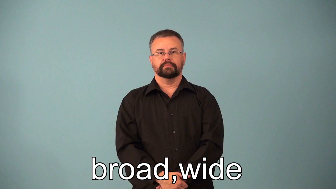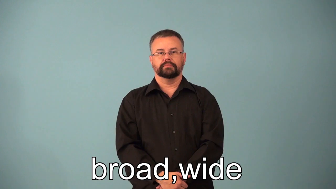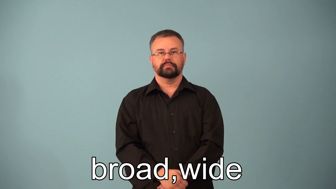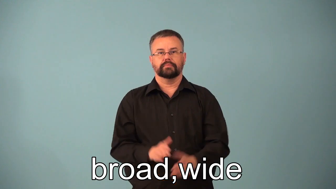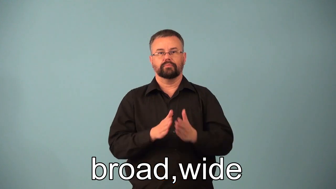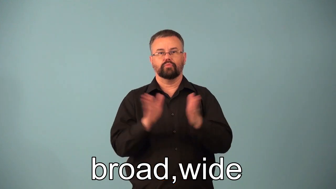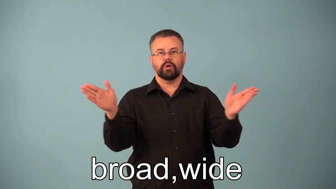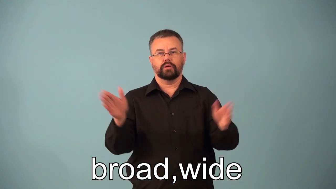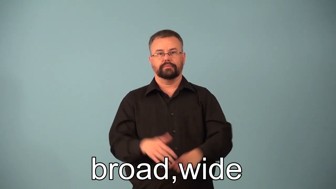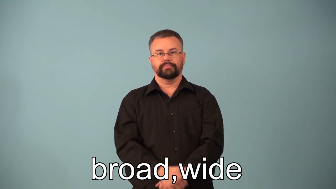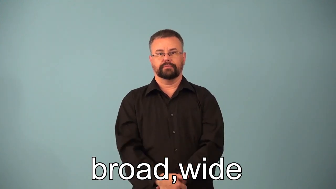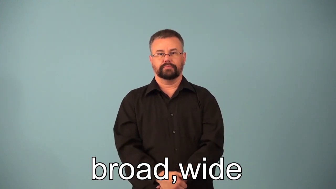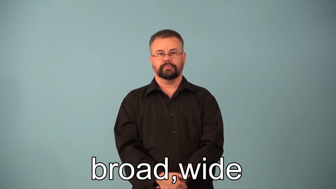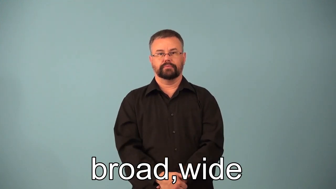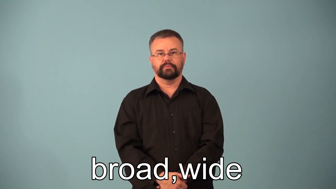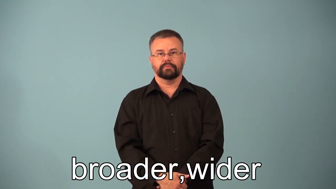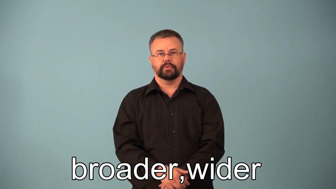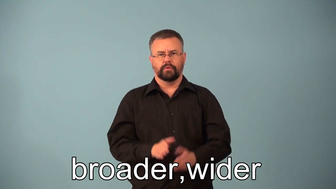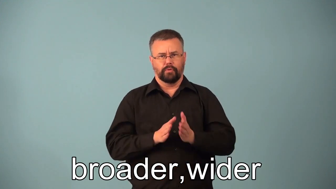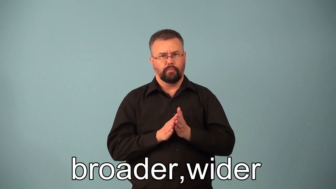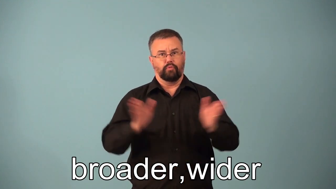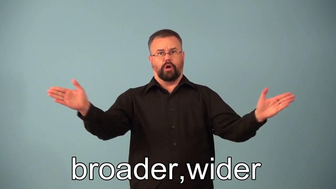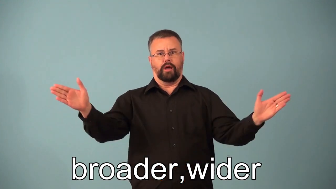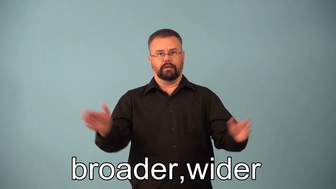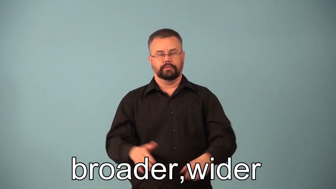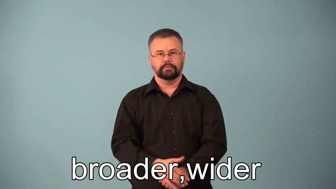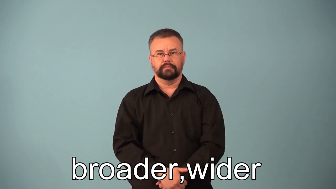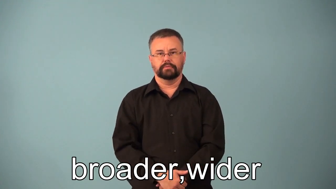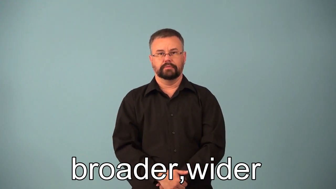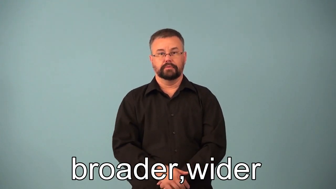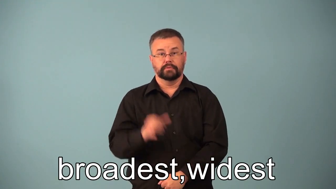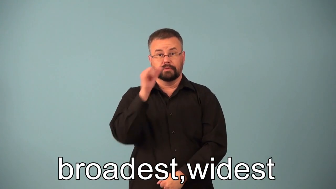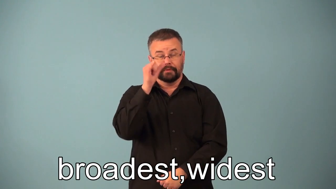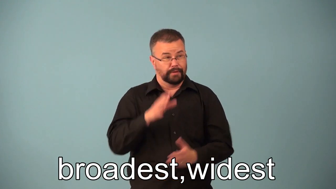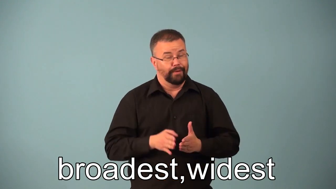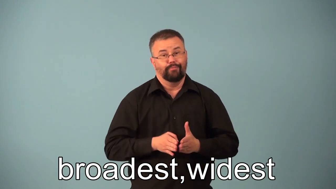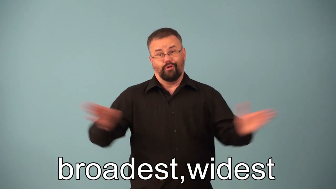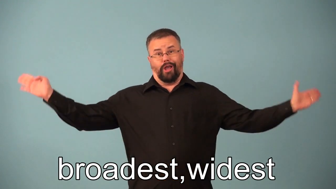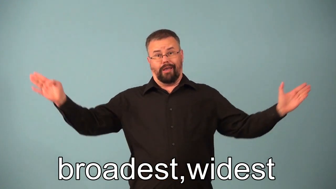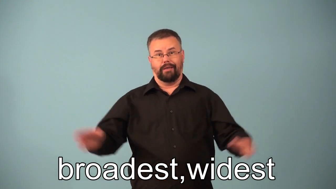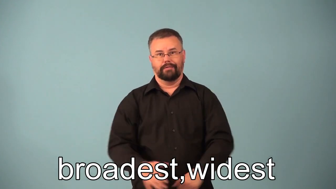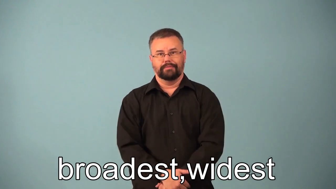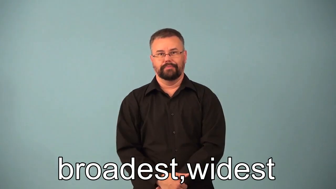broader,wider,broadest,widest